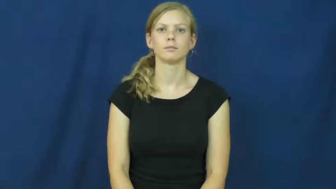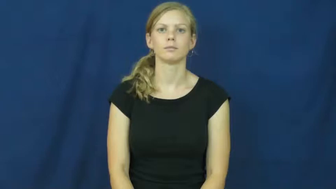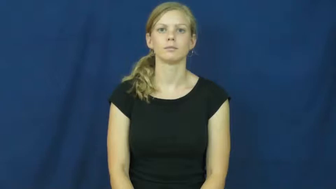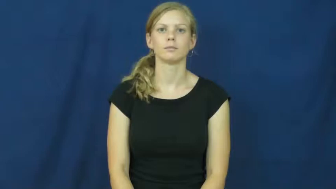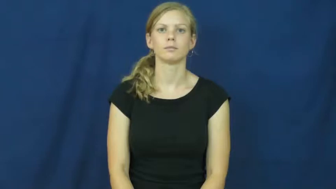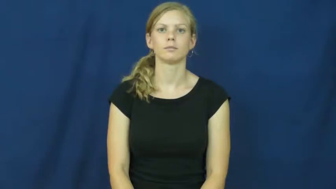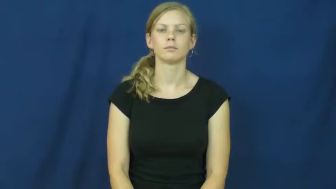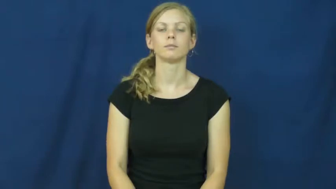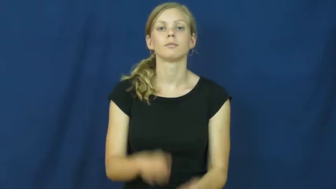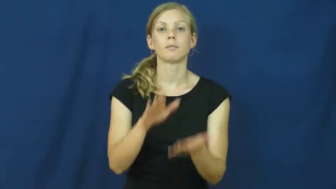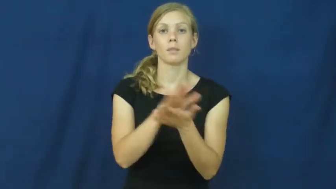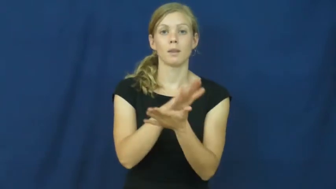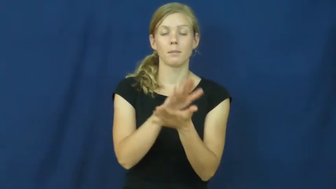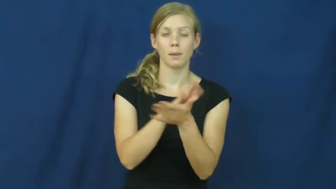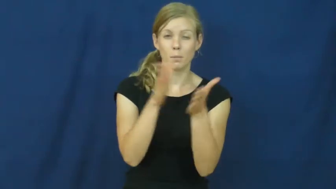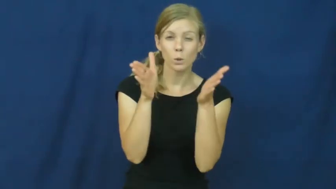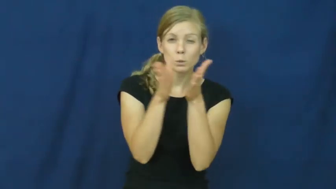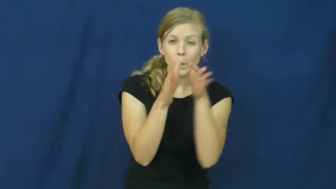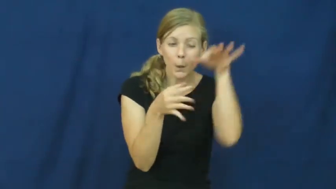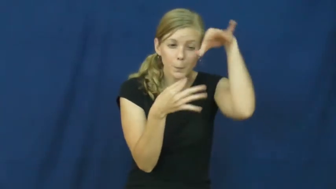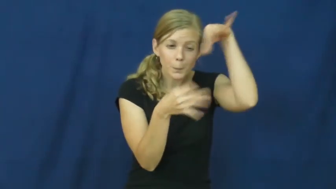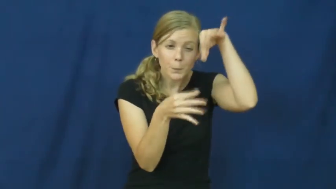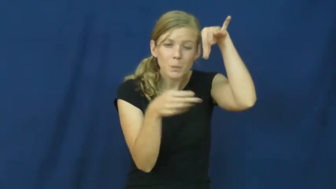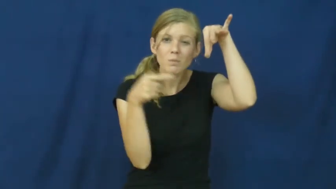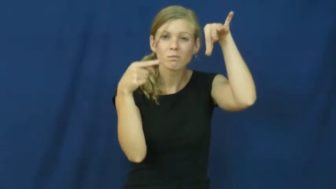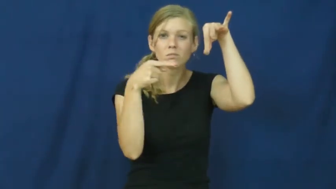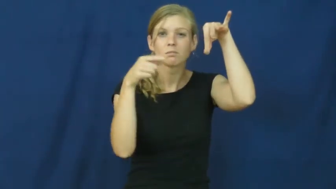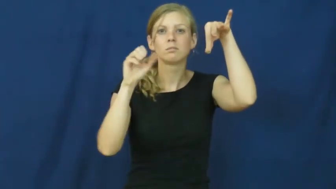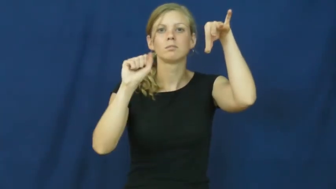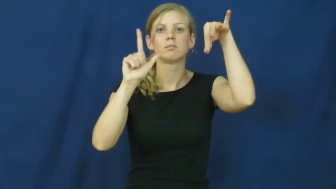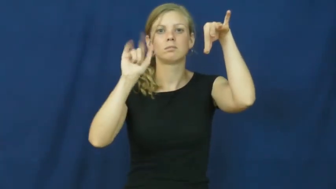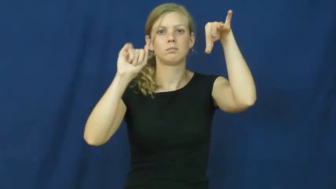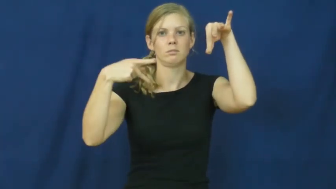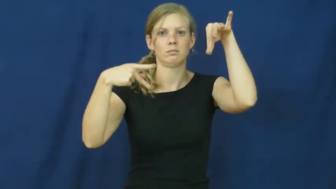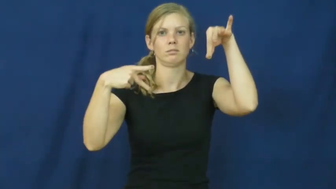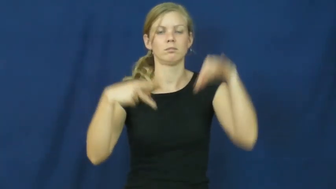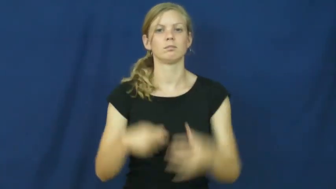slip-paper